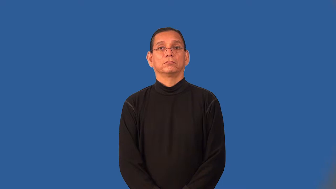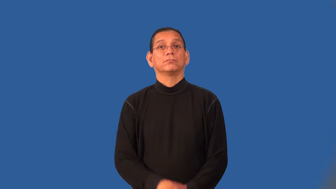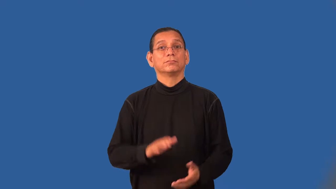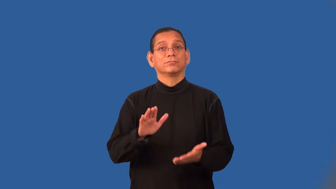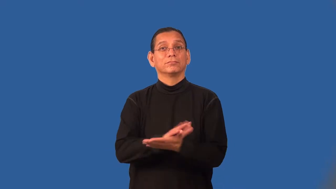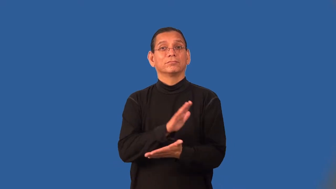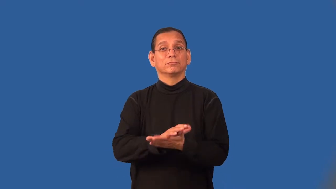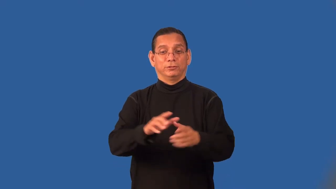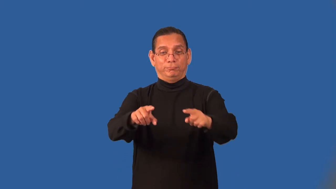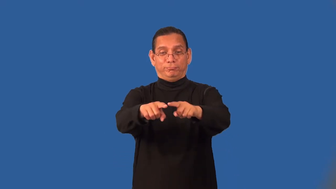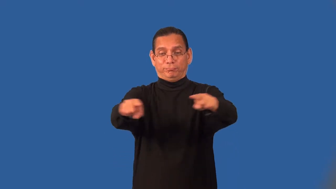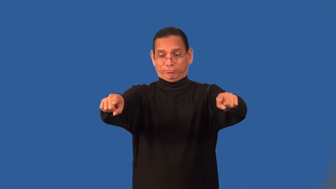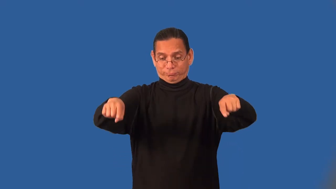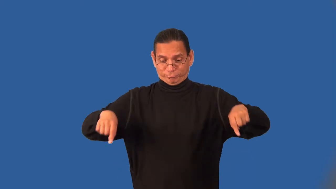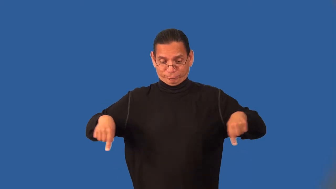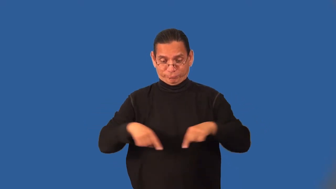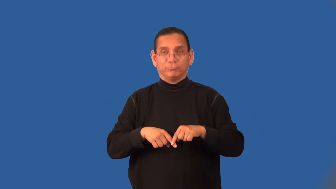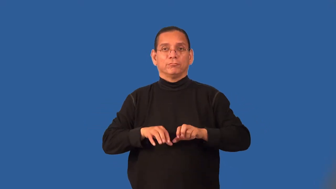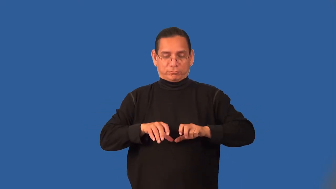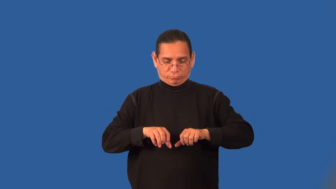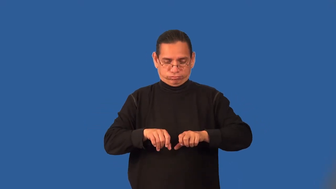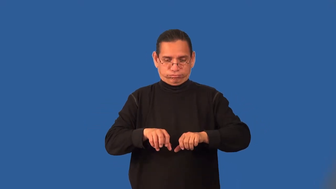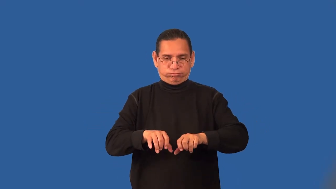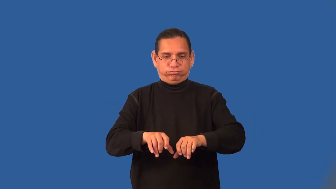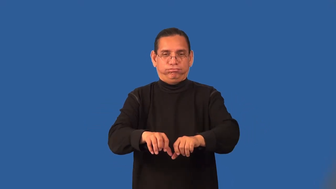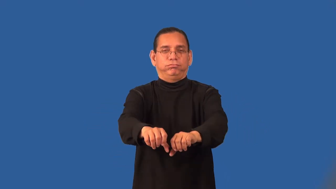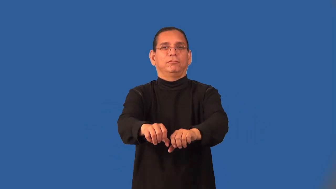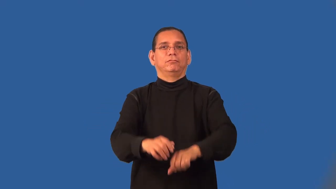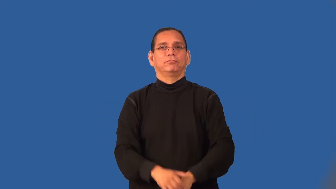roll,furl,reef-paper